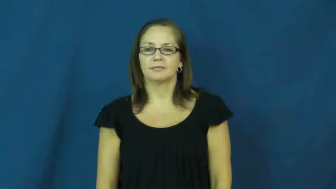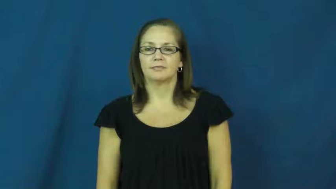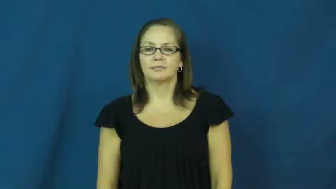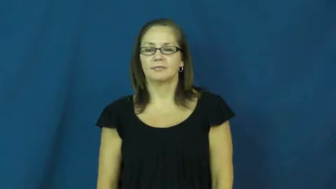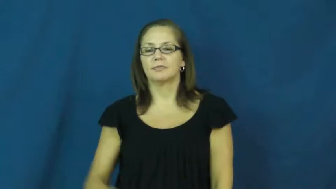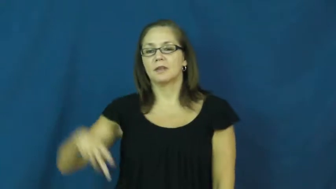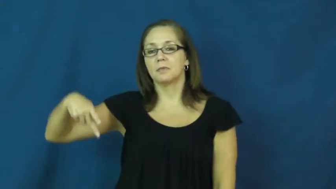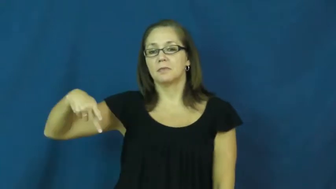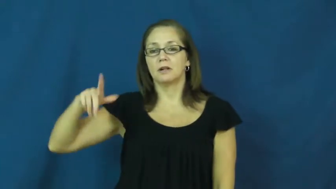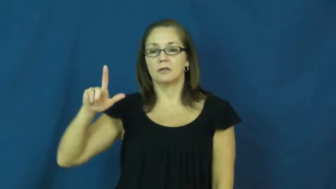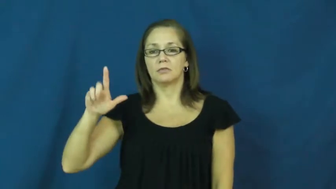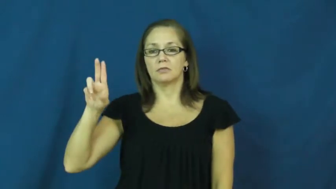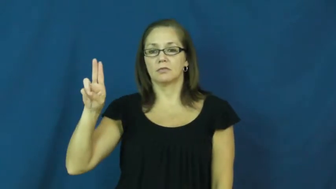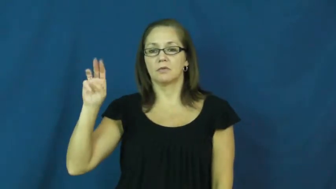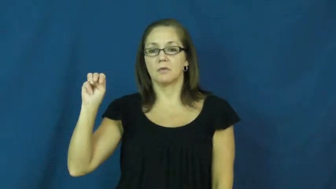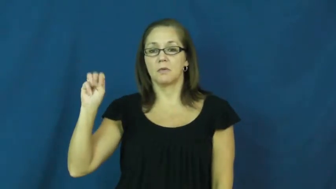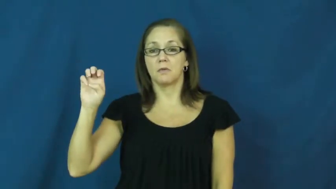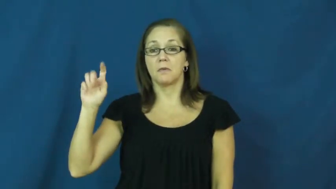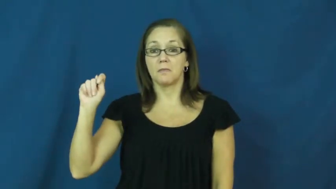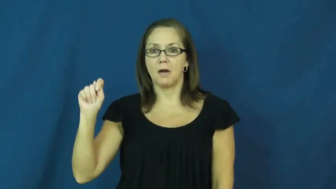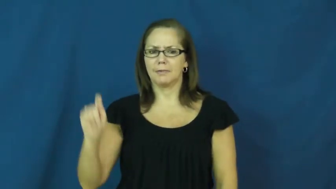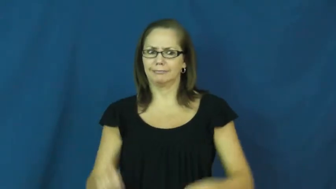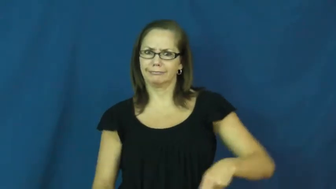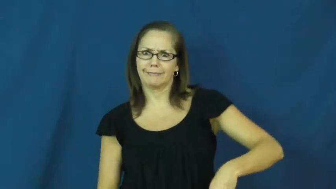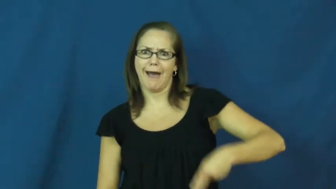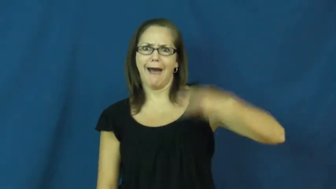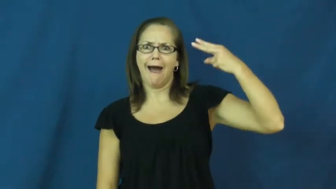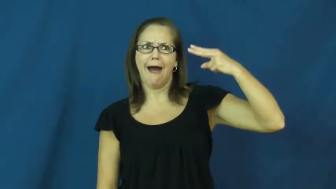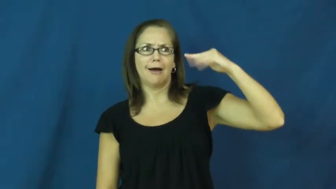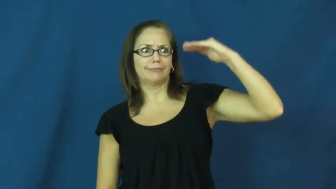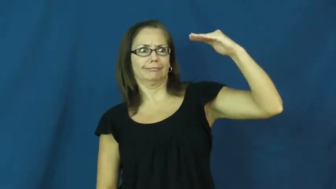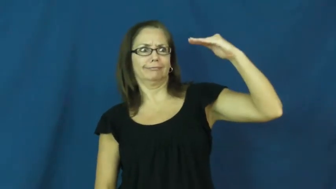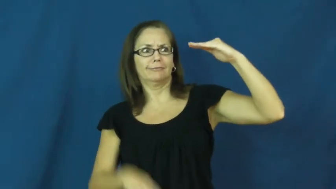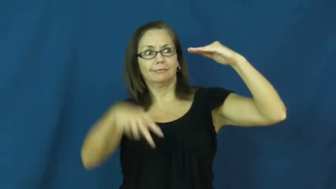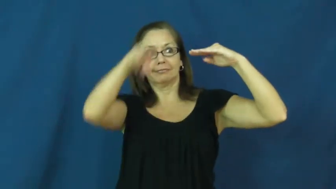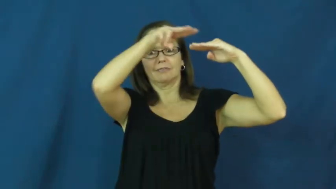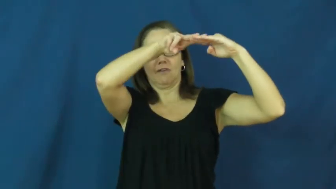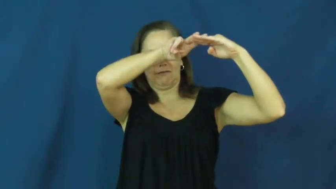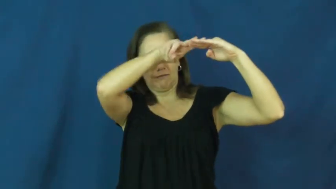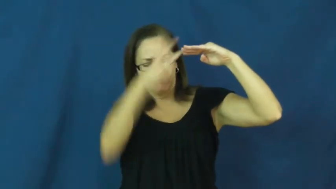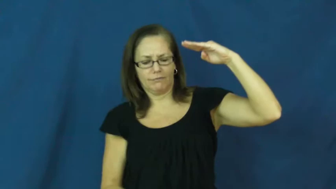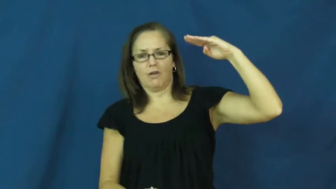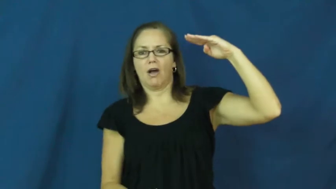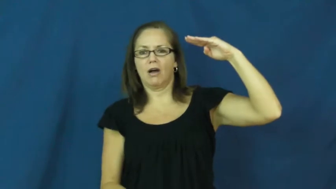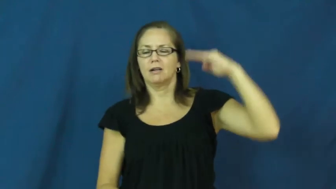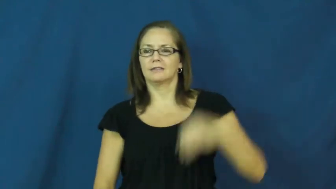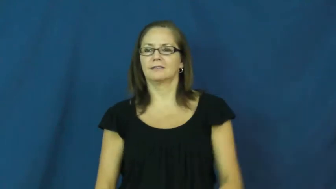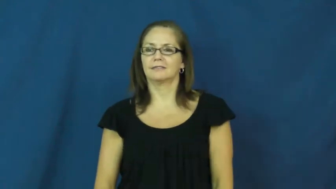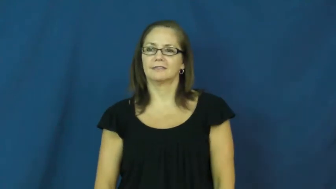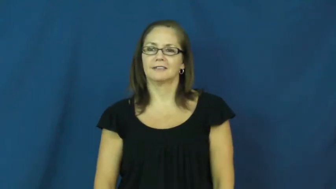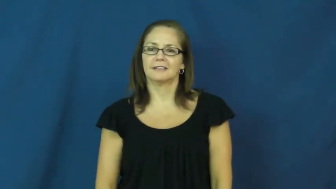plummet-fall